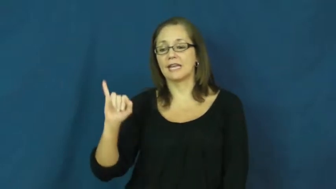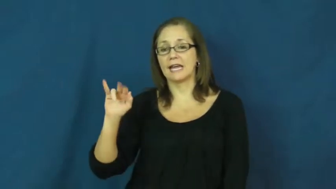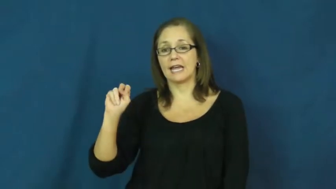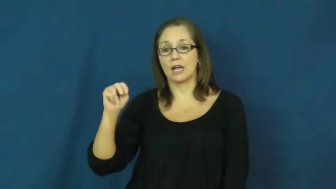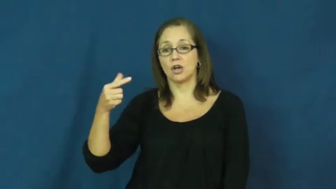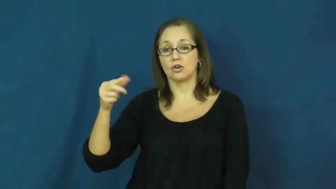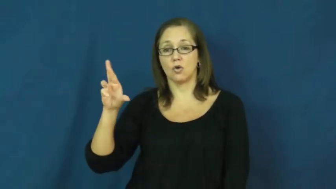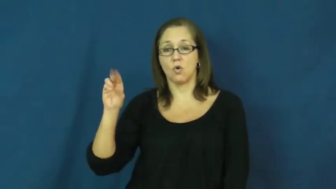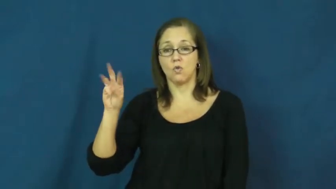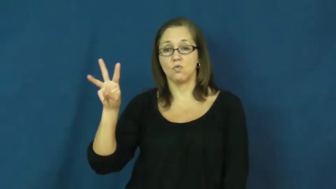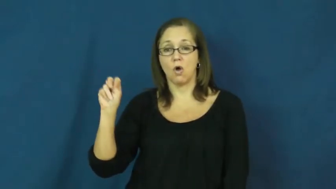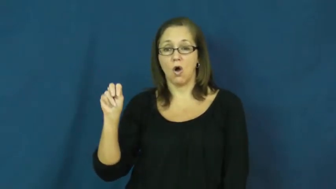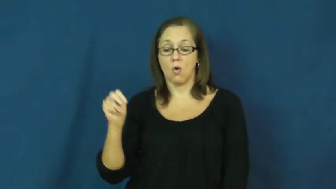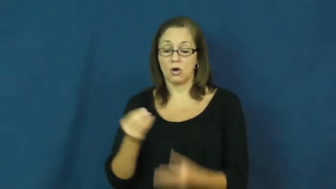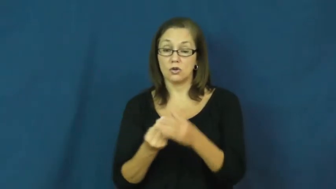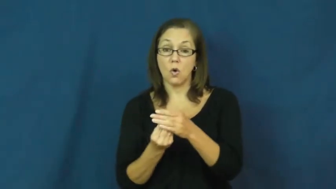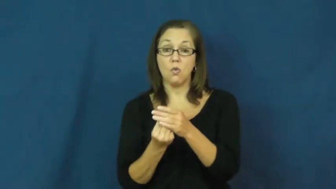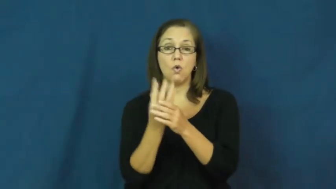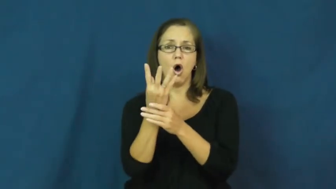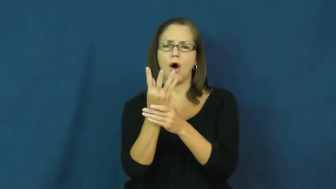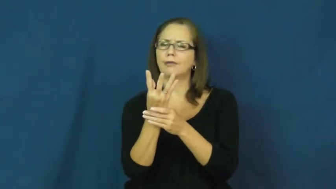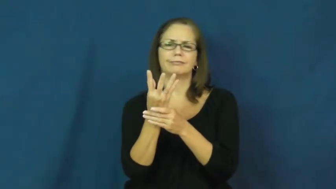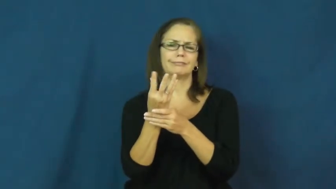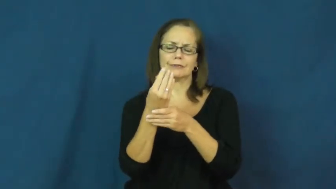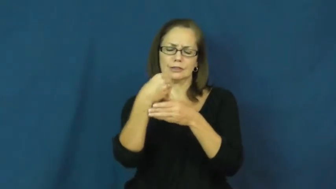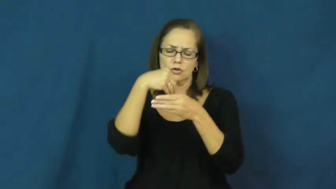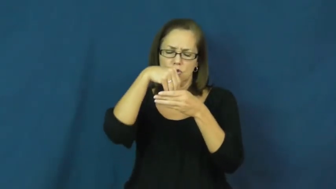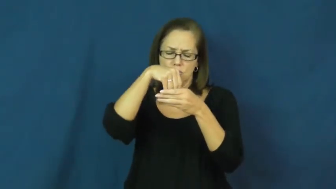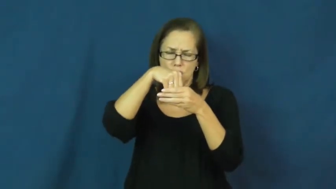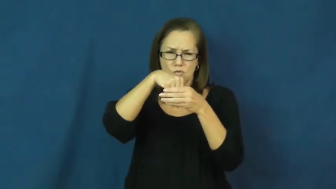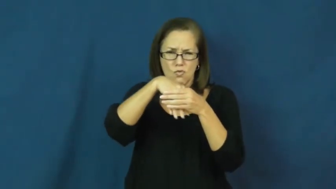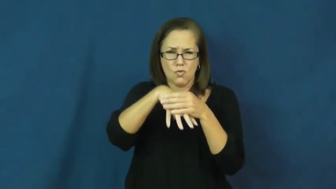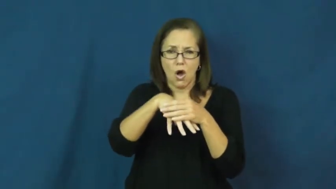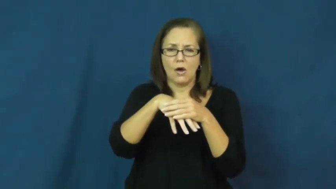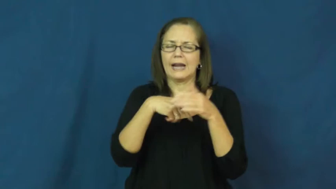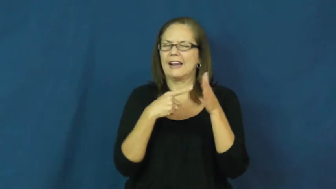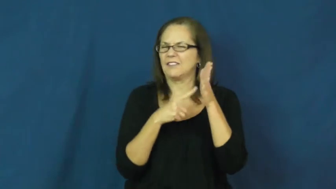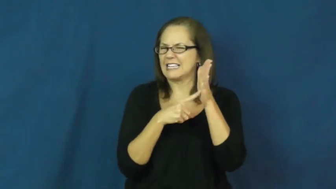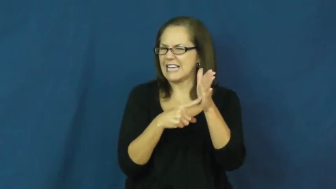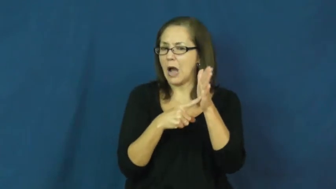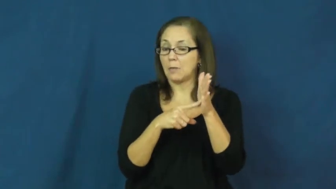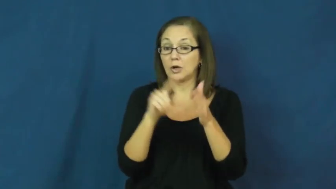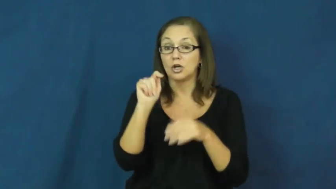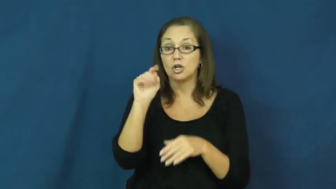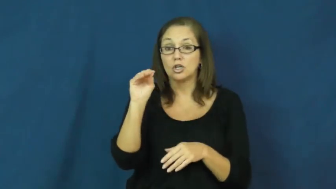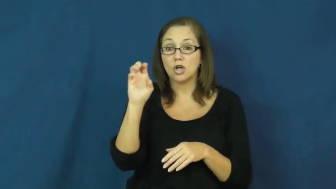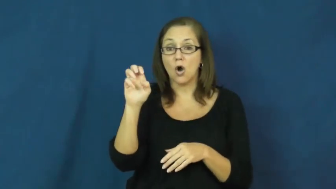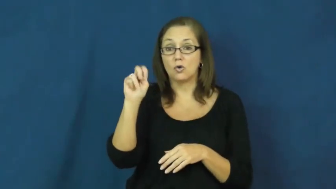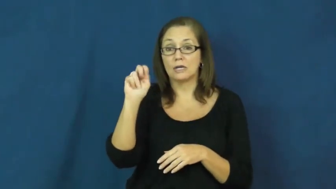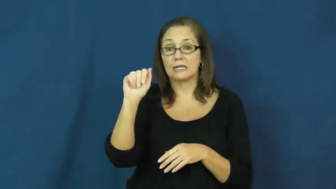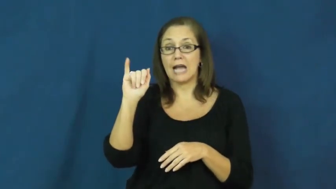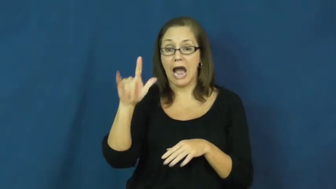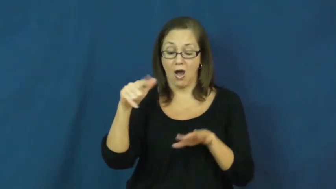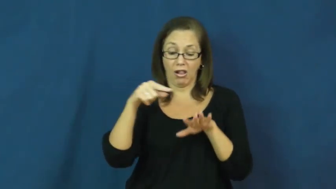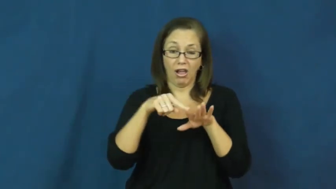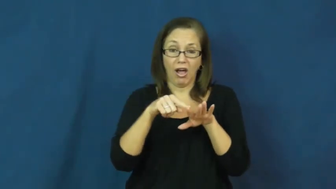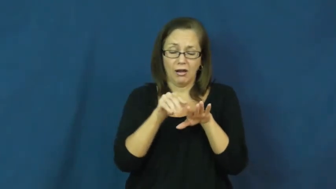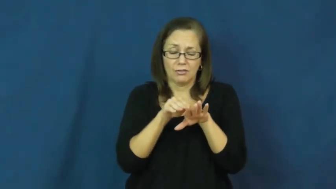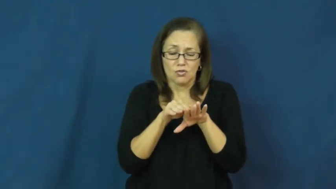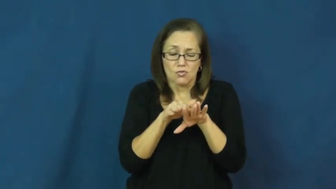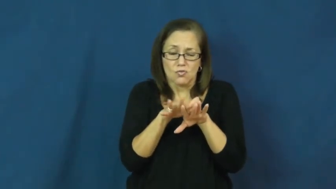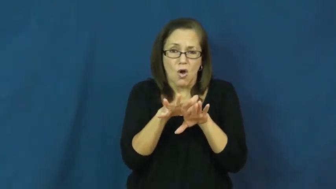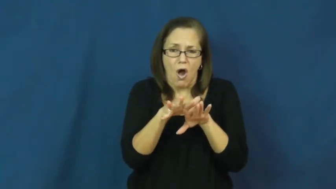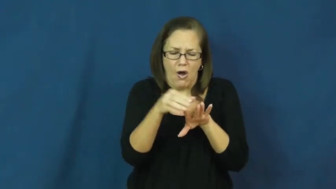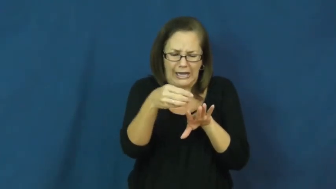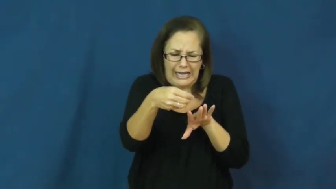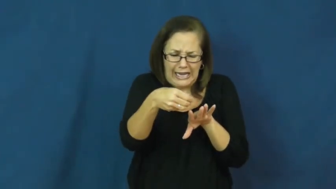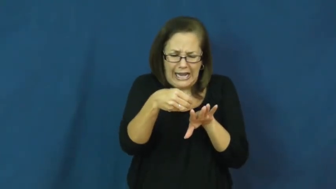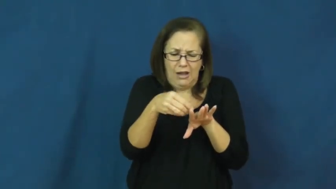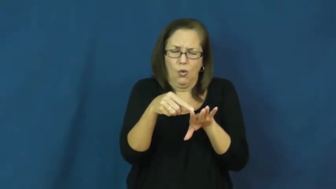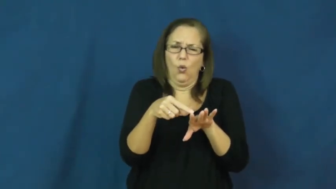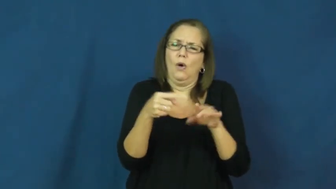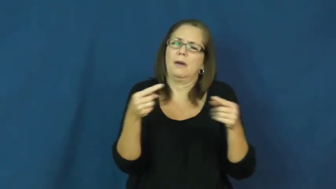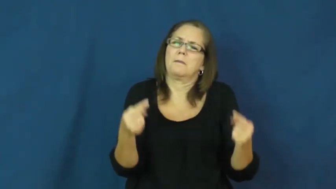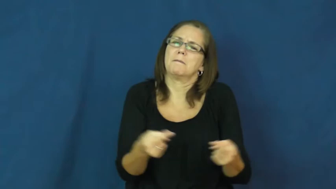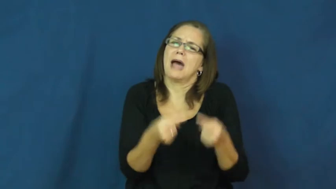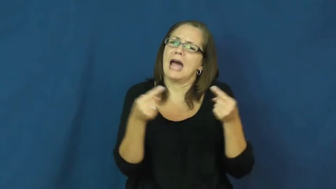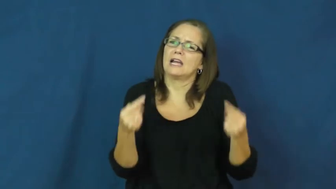ingrown